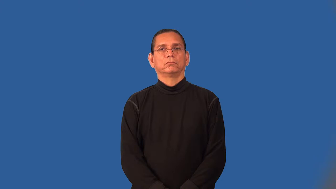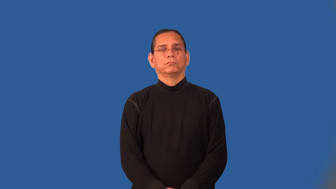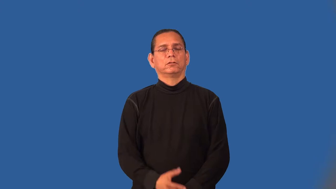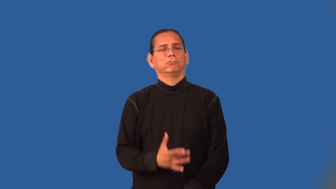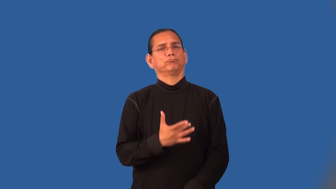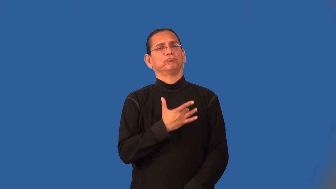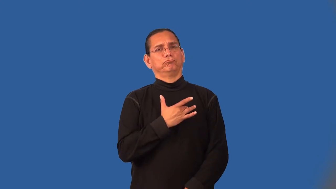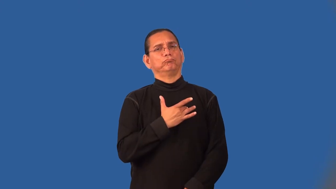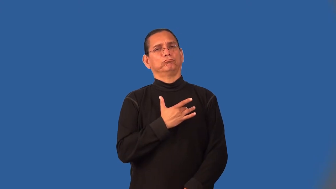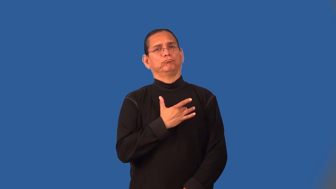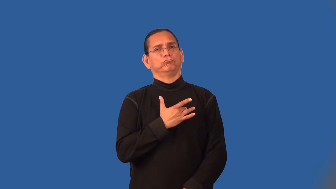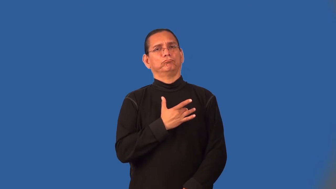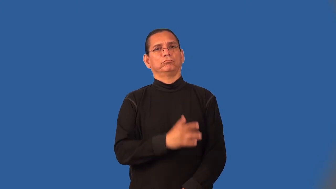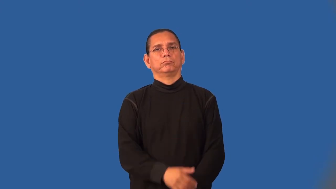move-emotionally